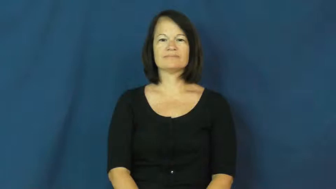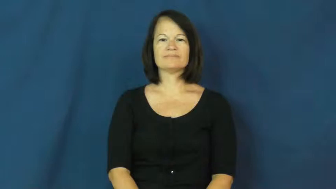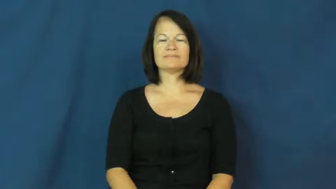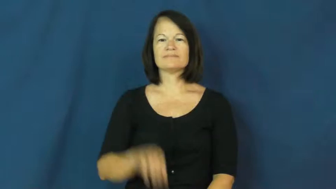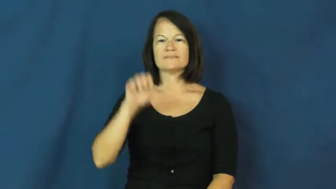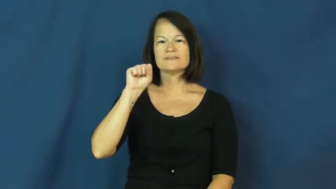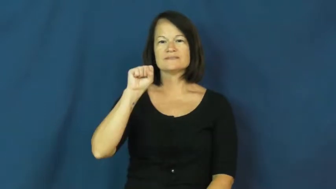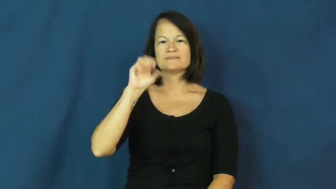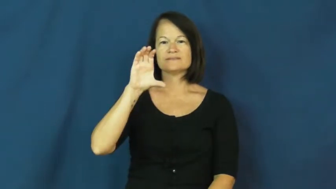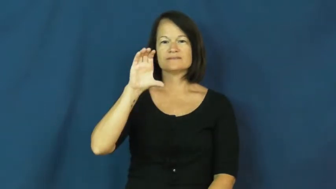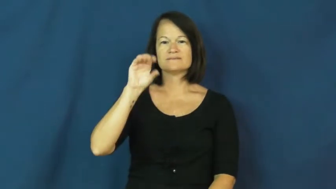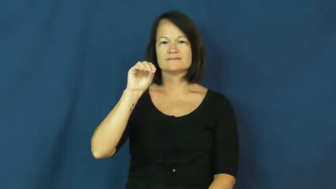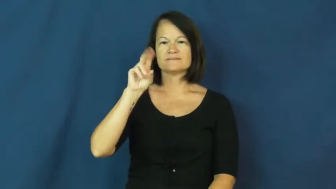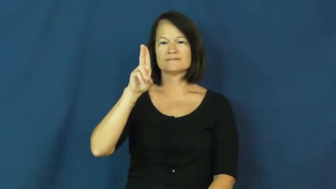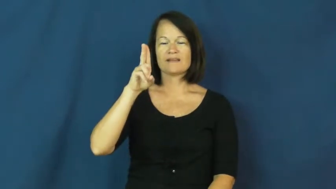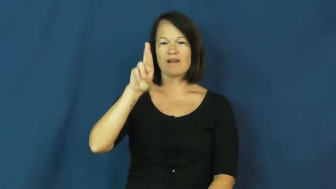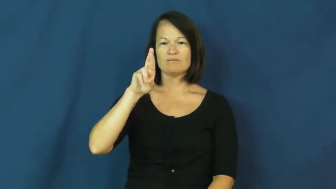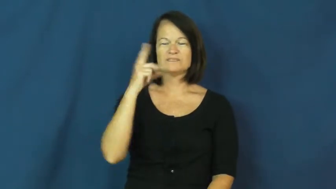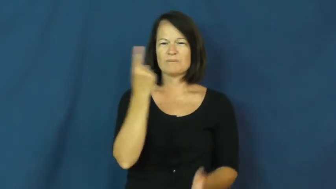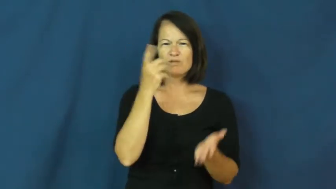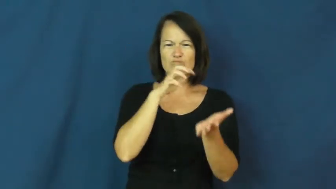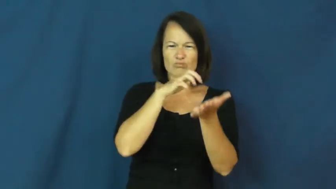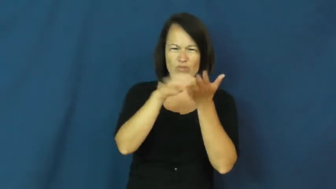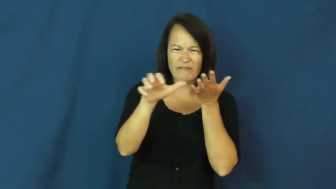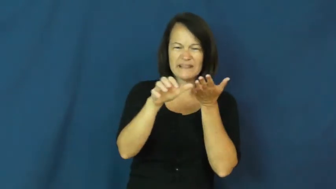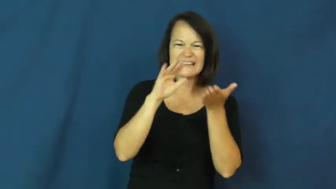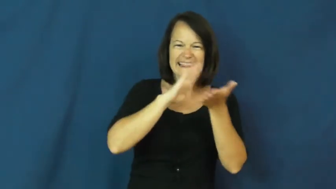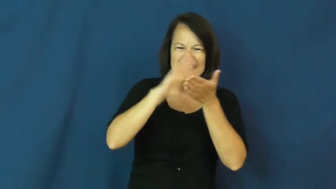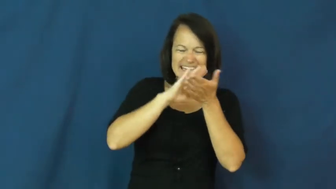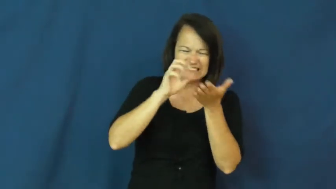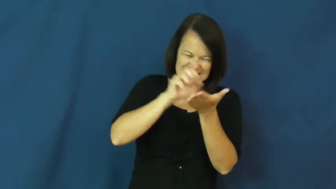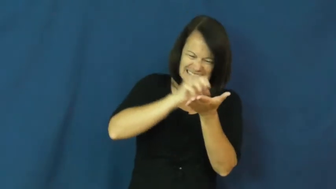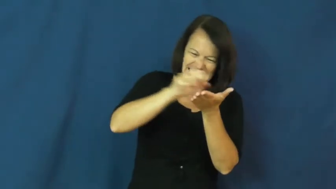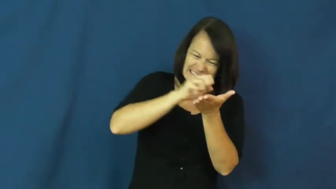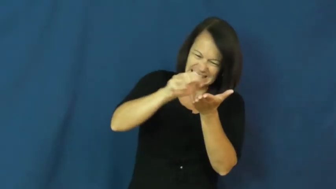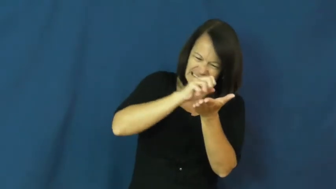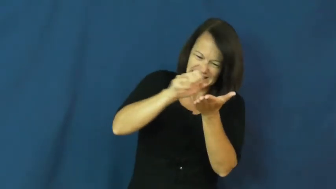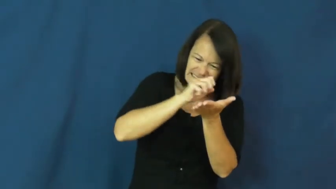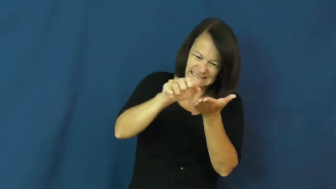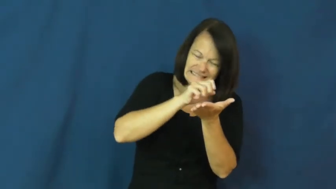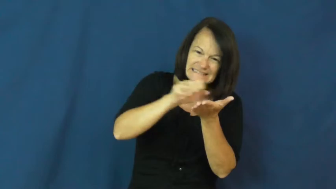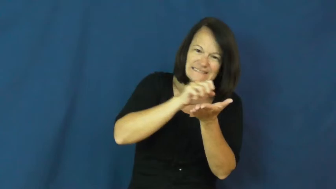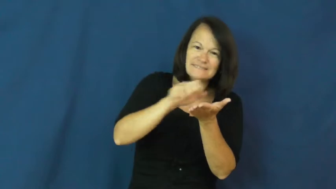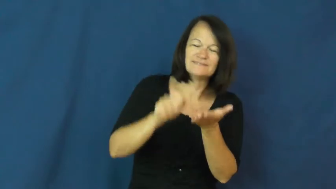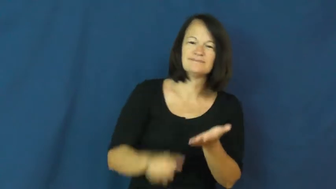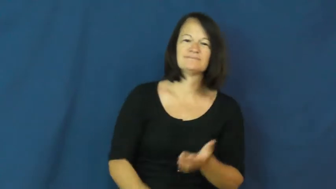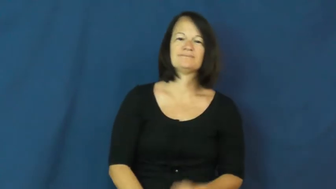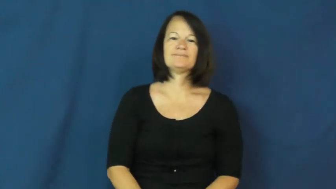scour-clean